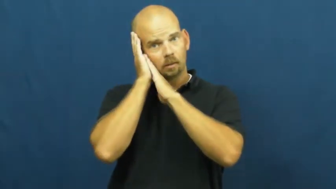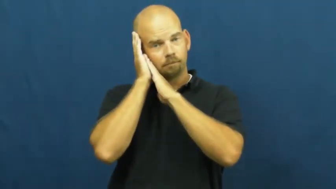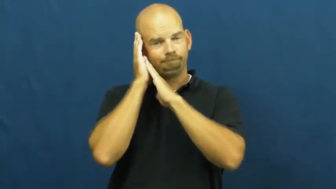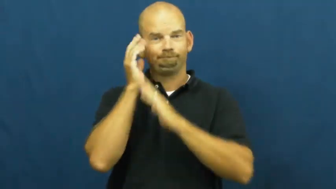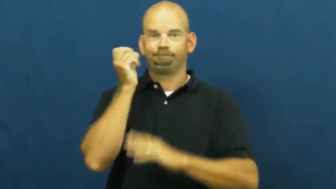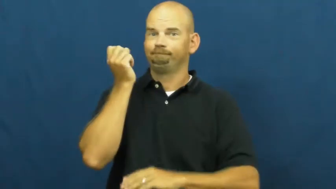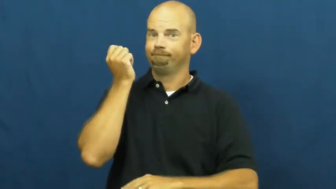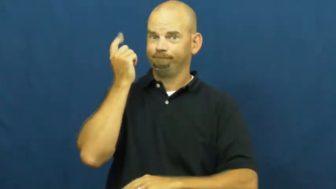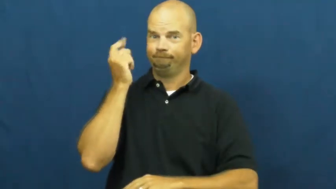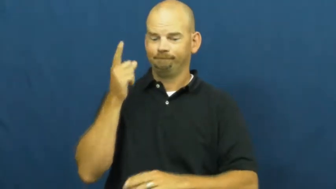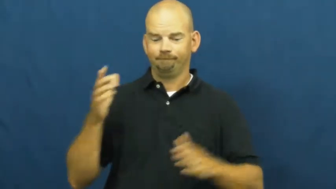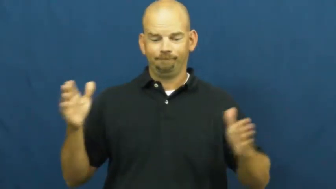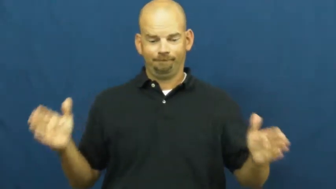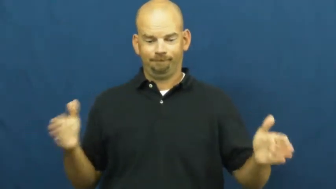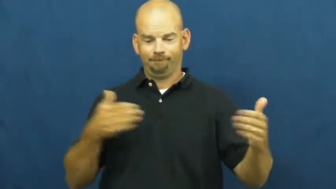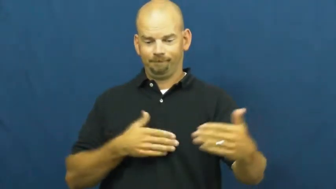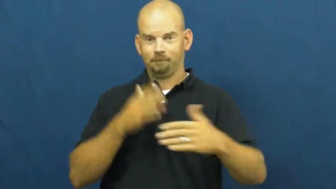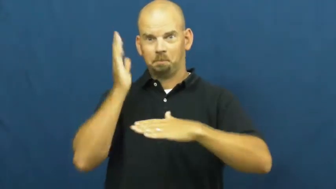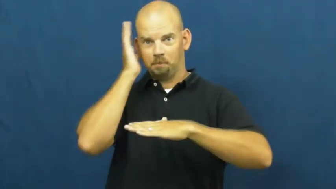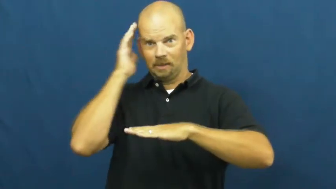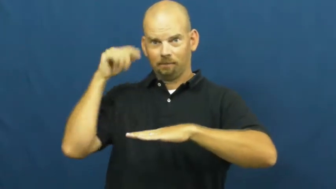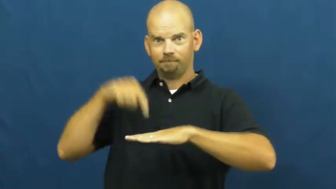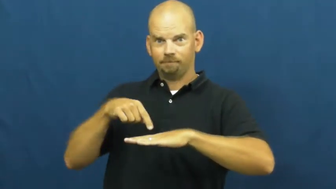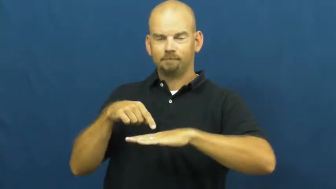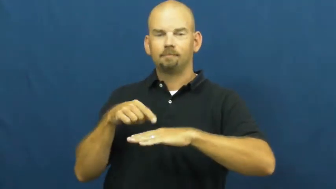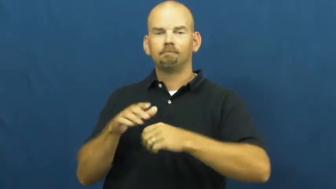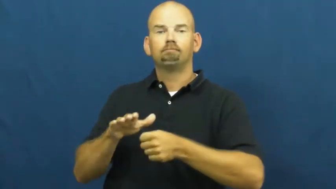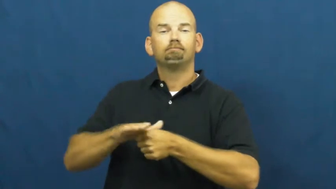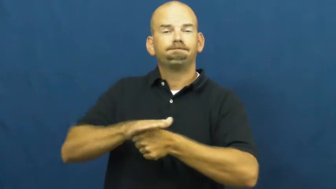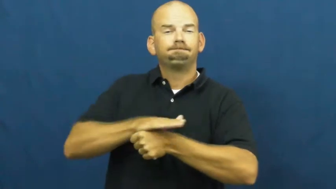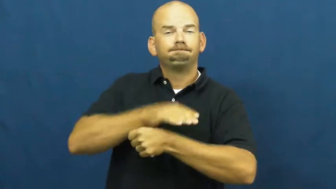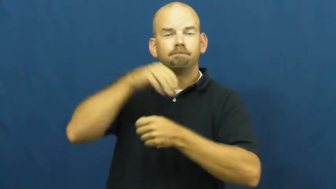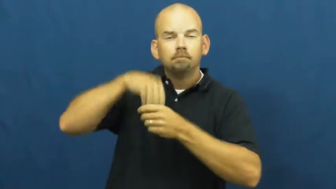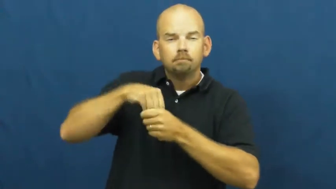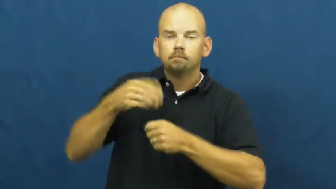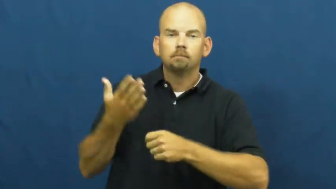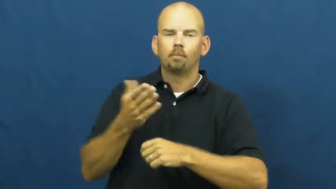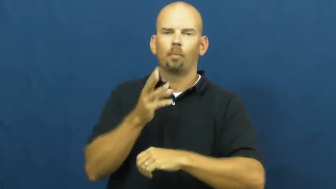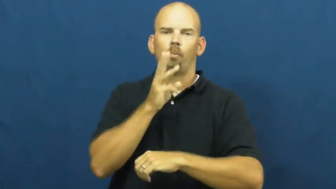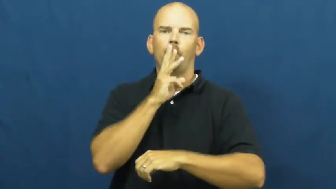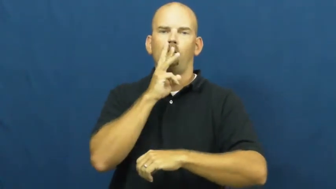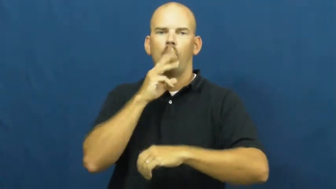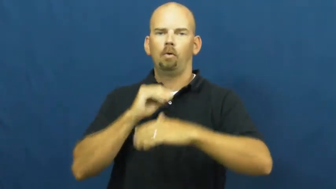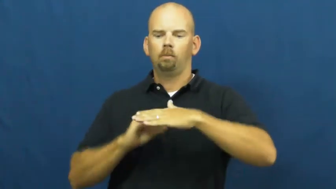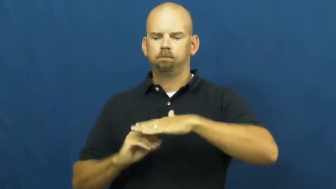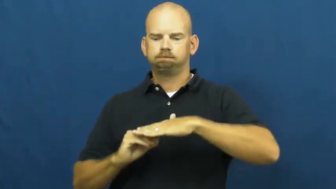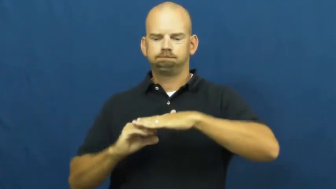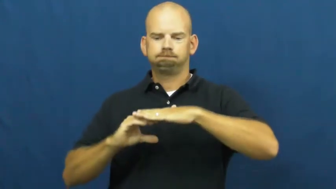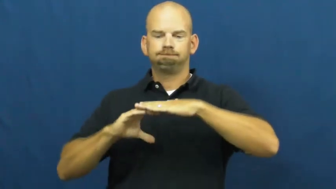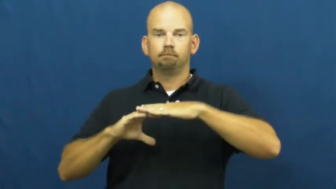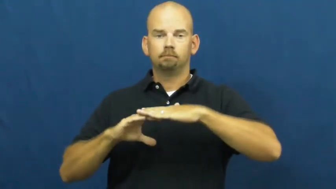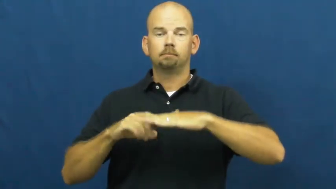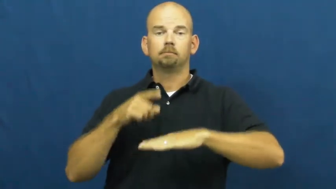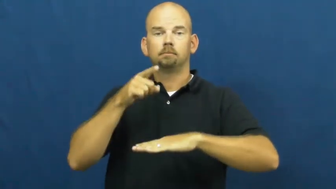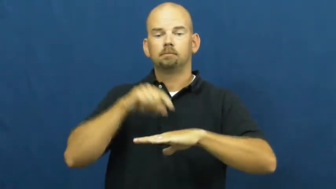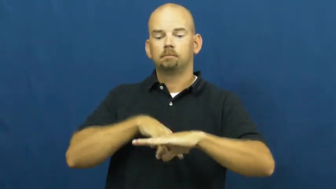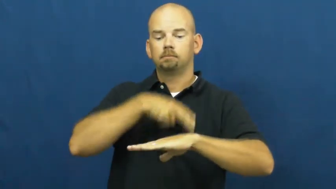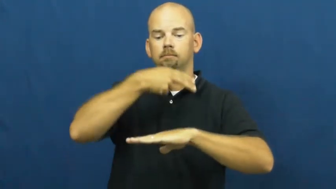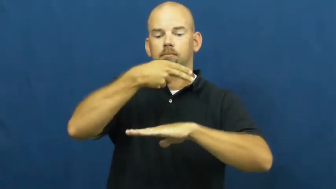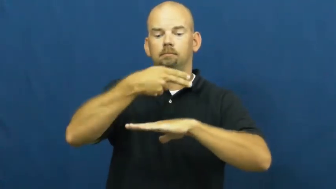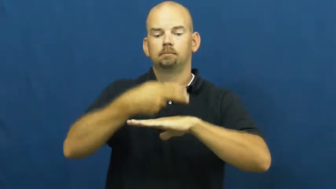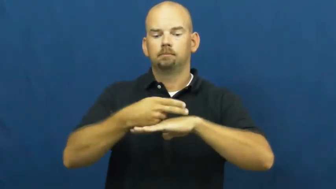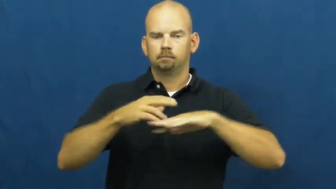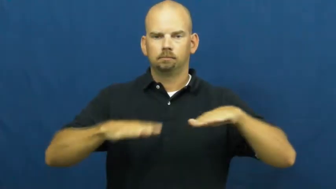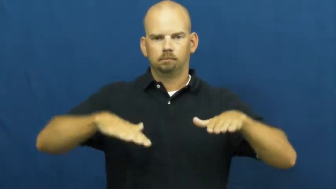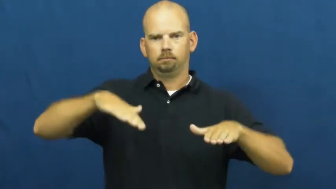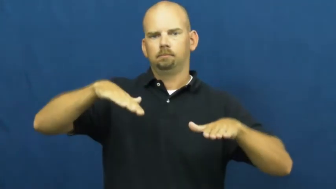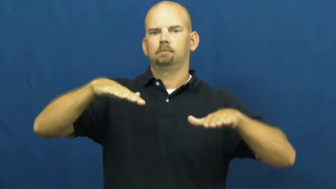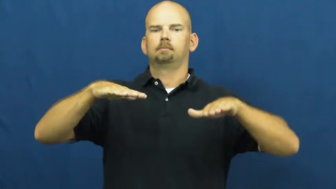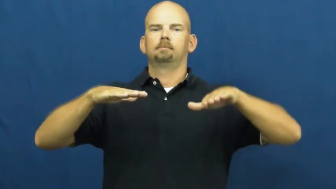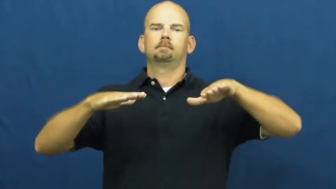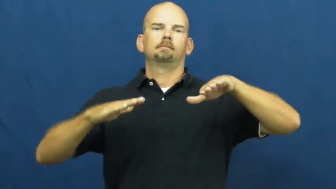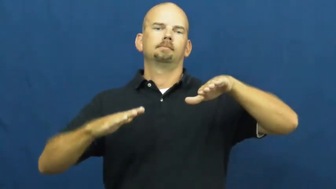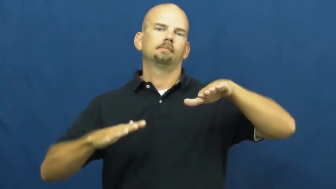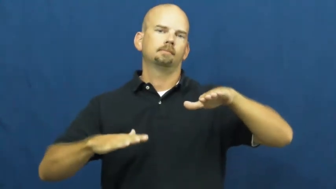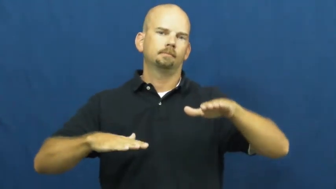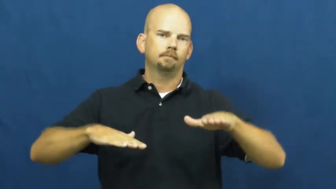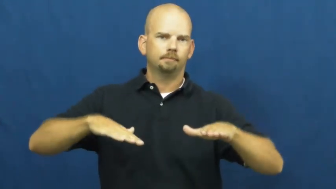water bed